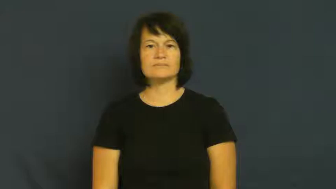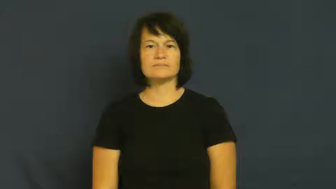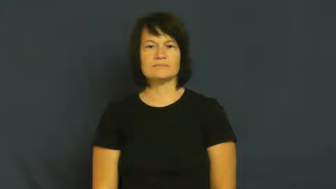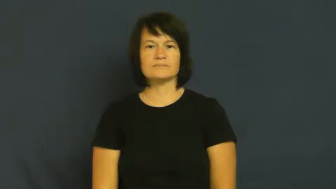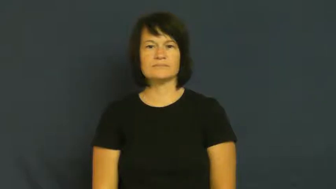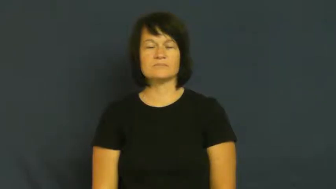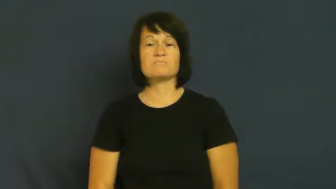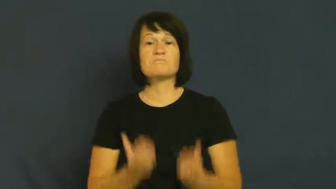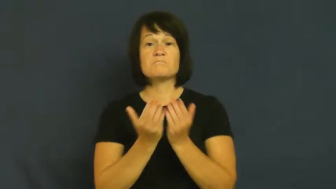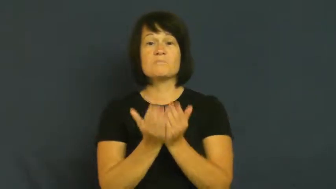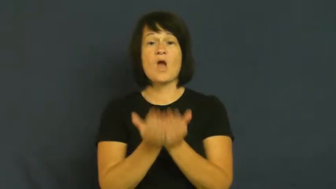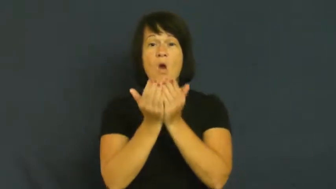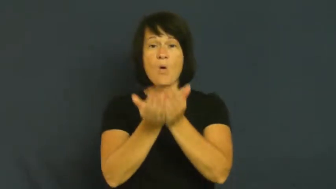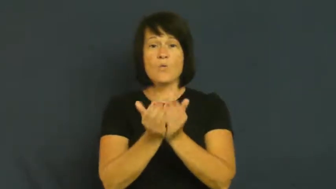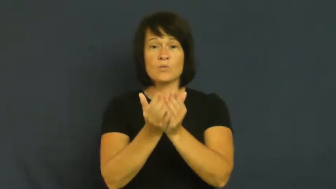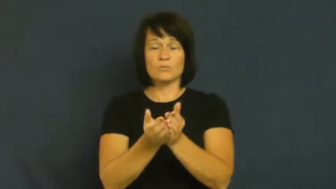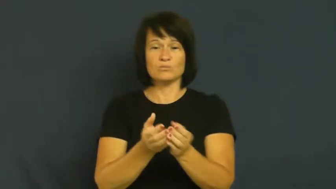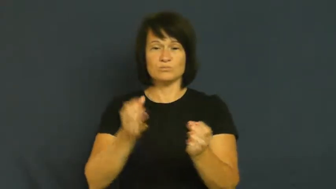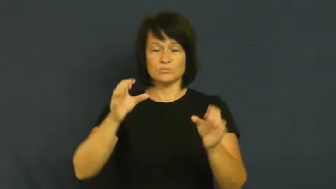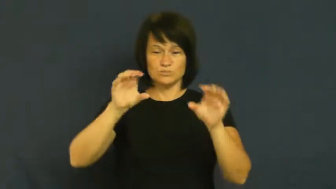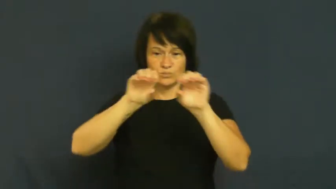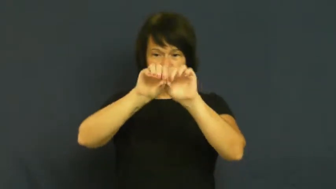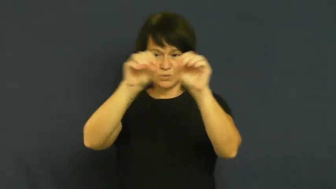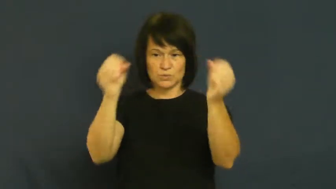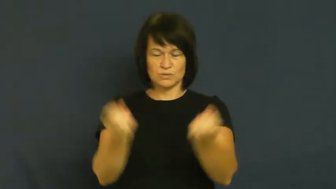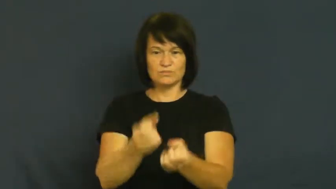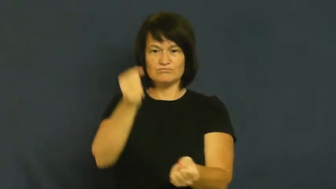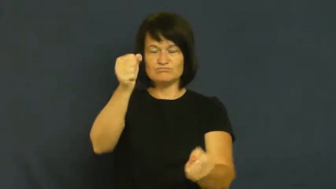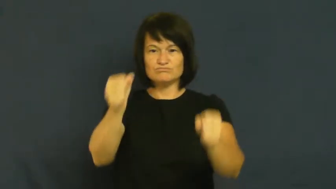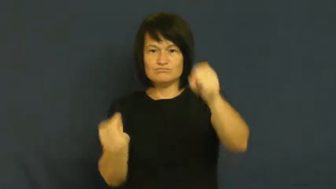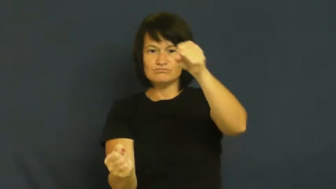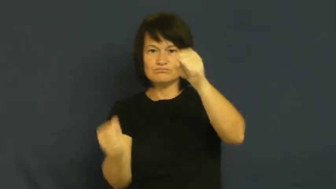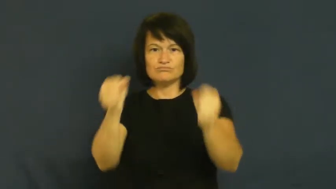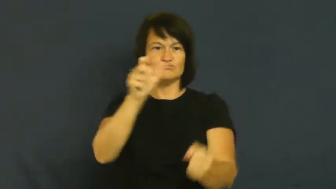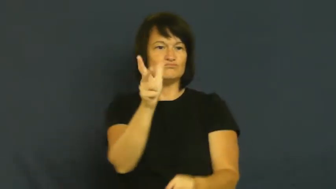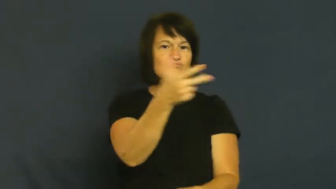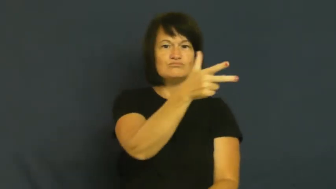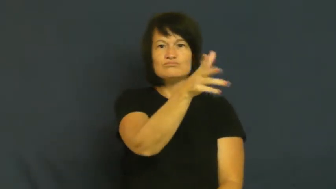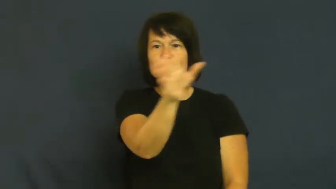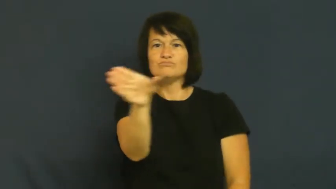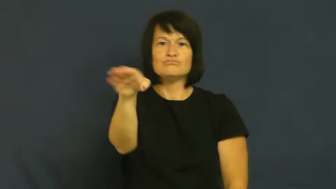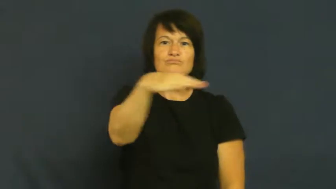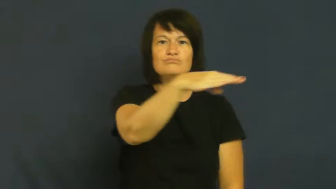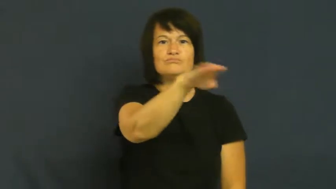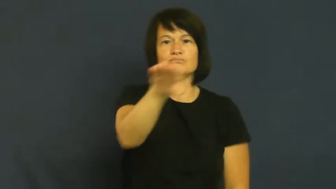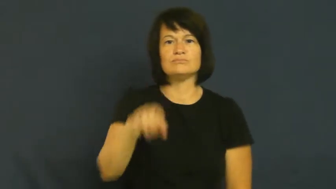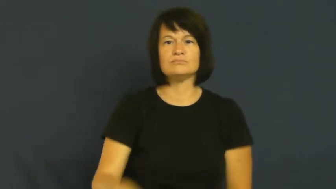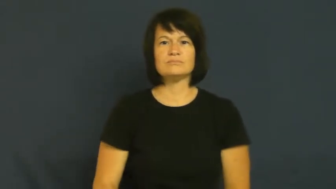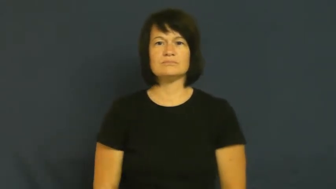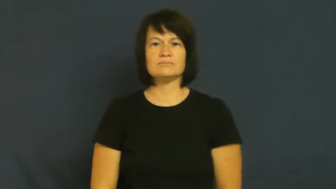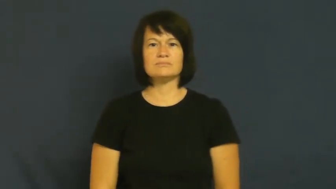helm-boat